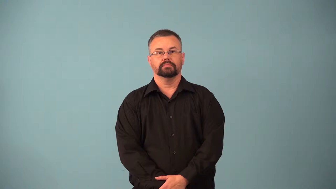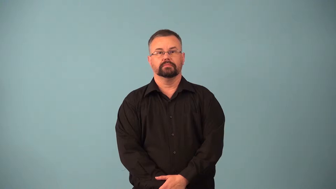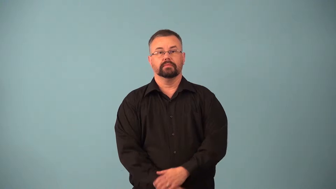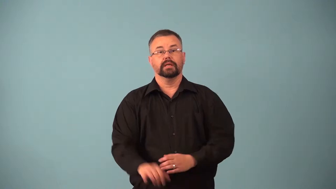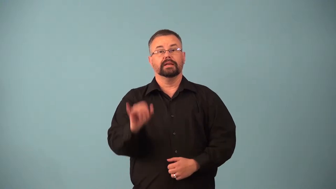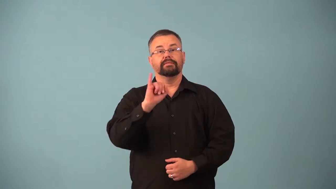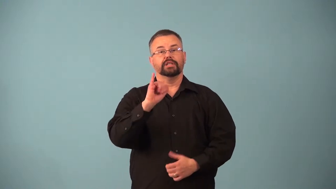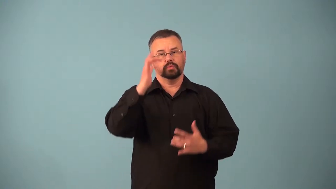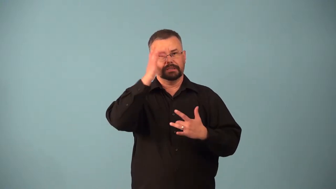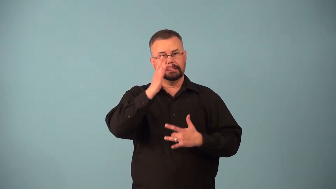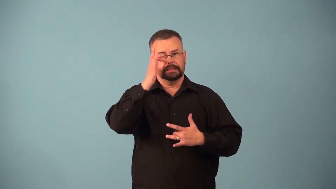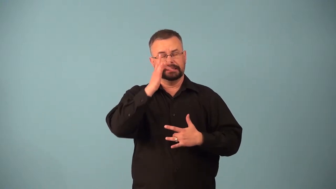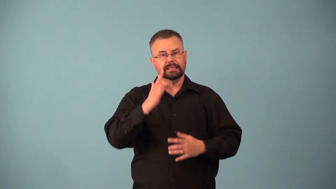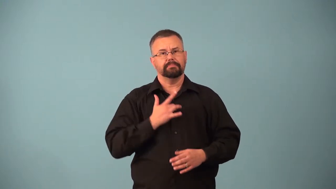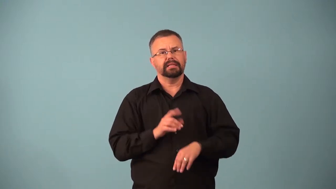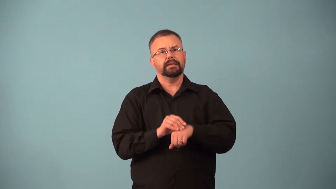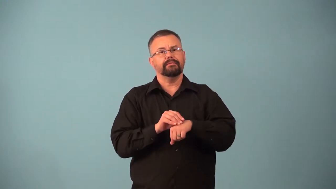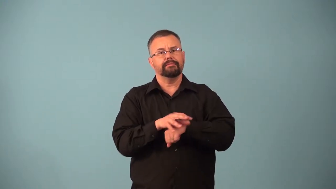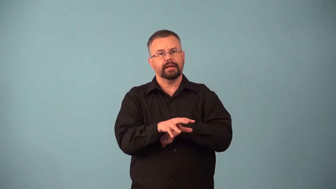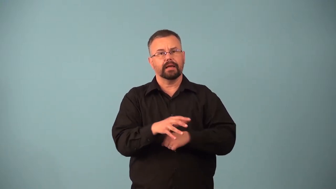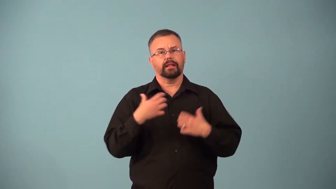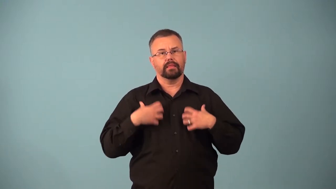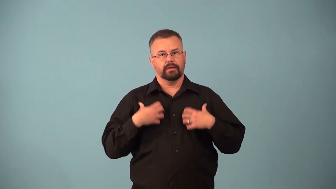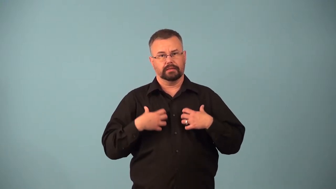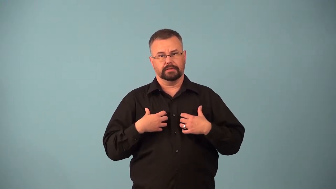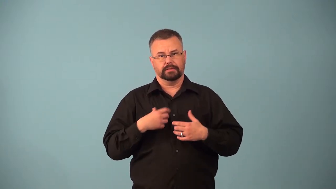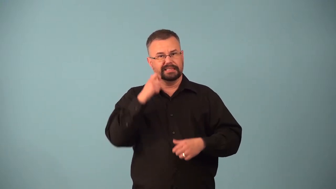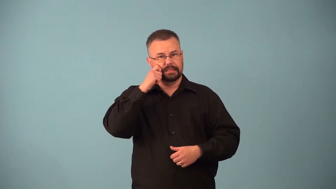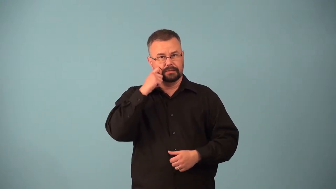anthrax